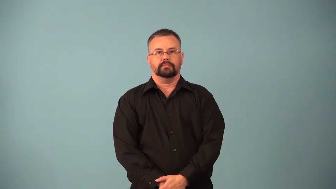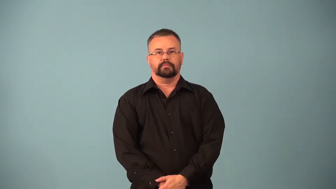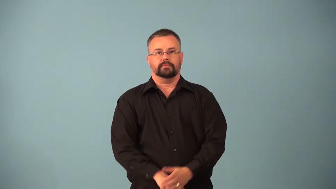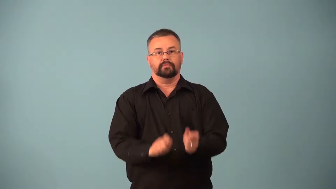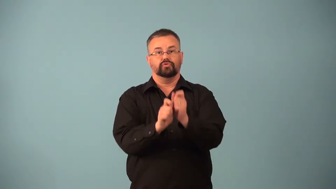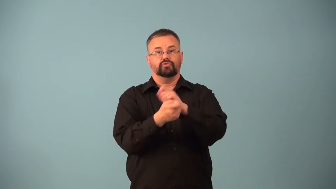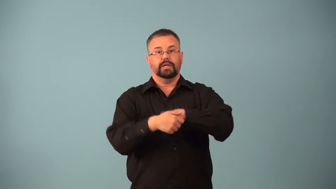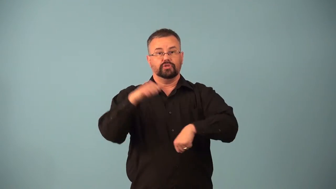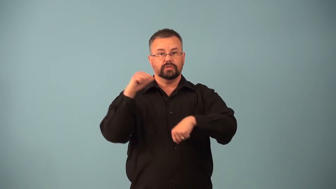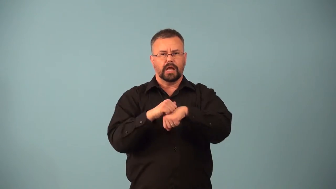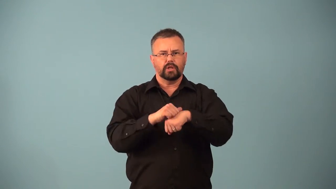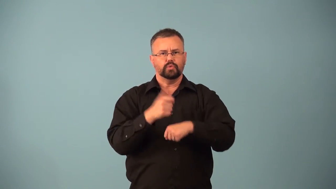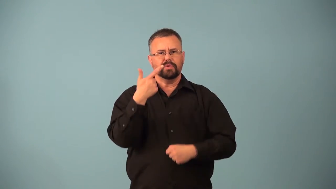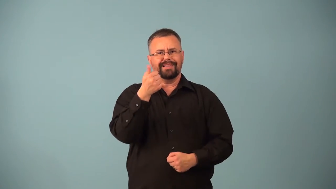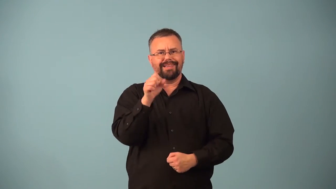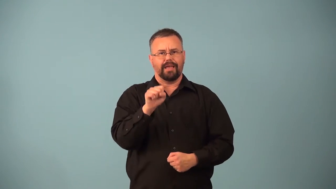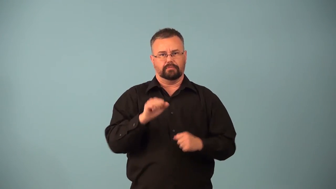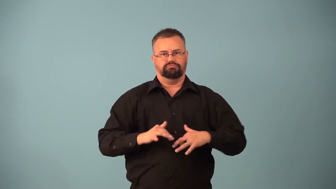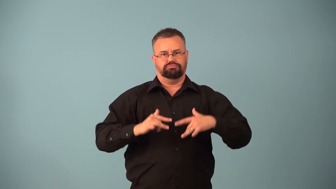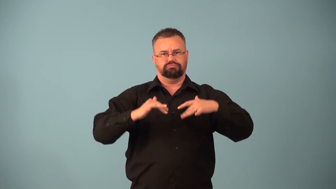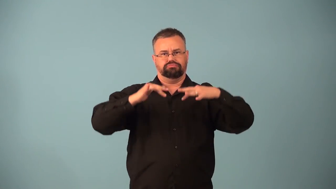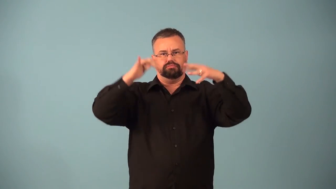sublimation